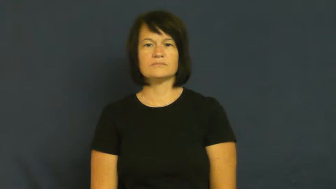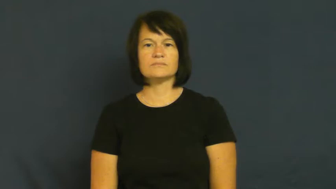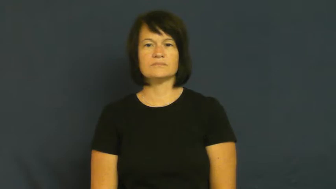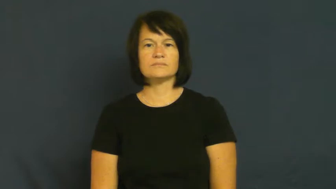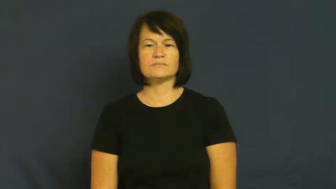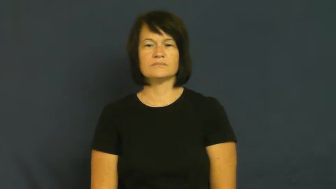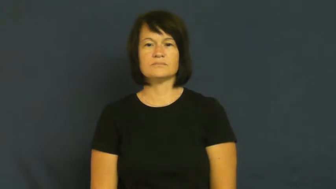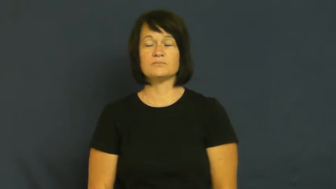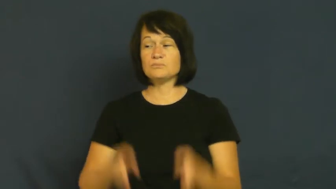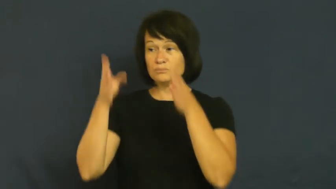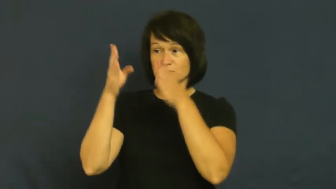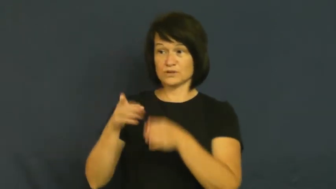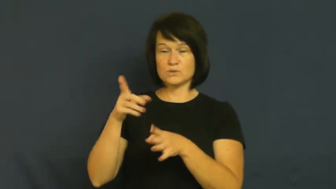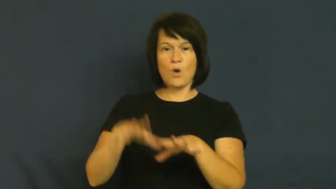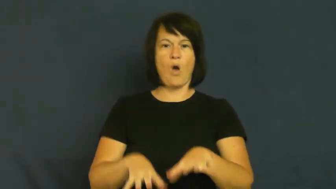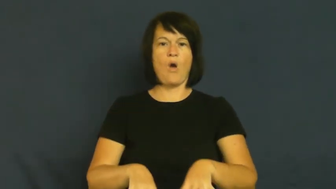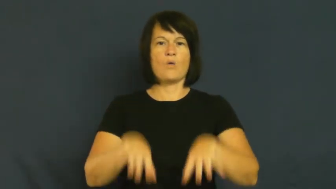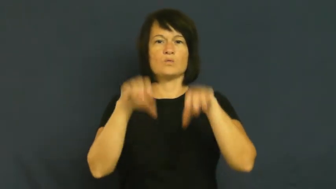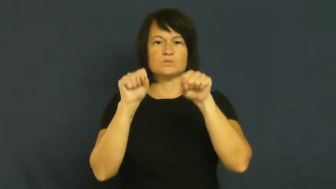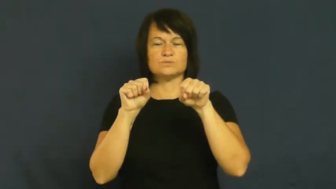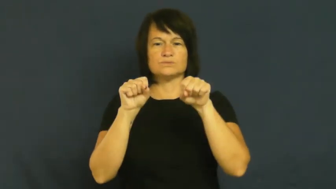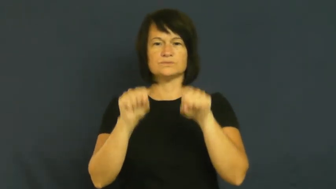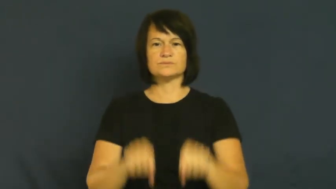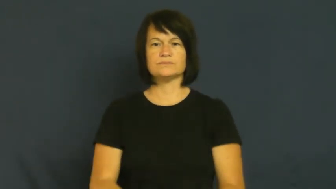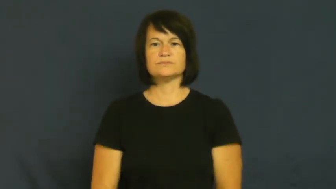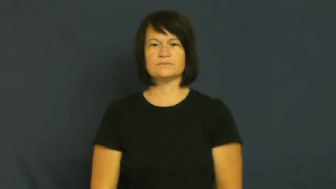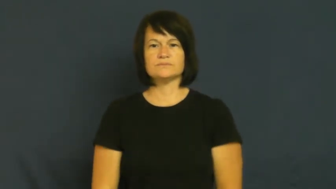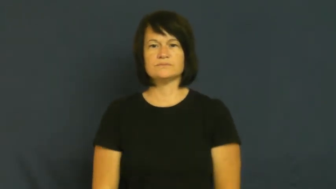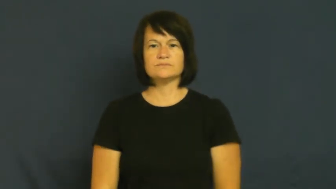host-person